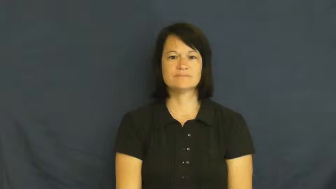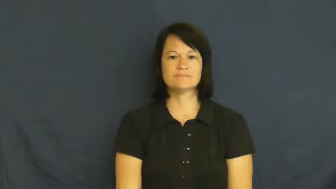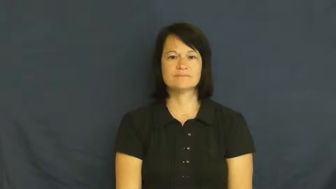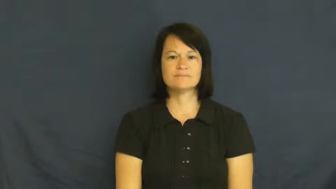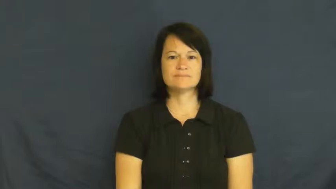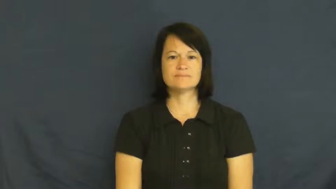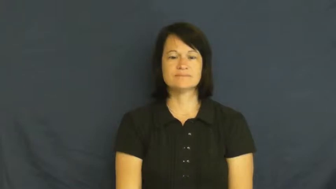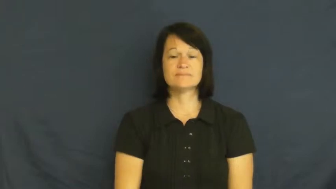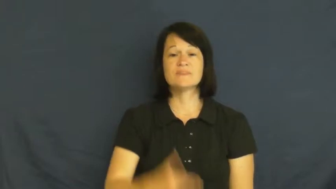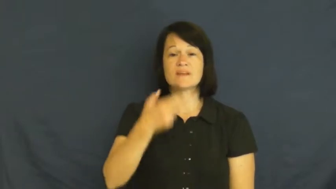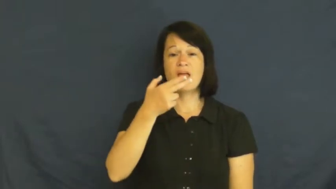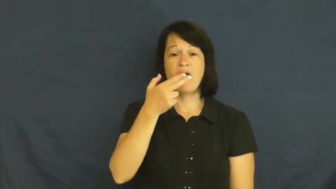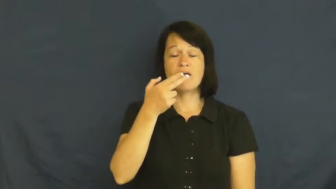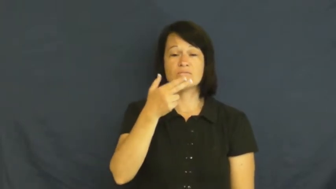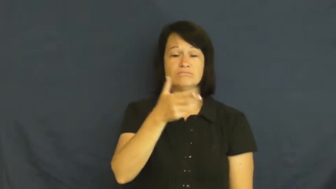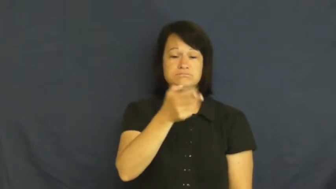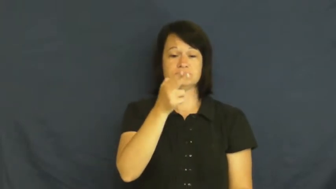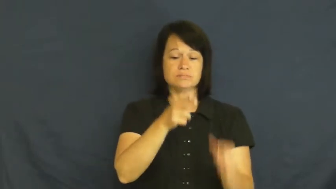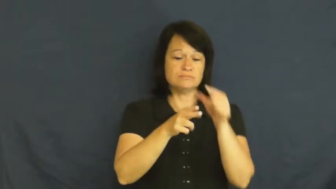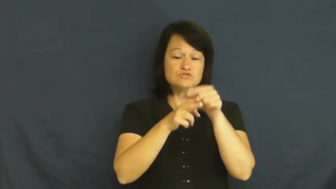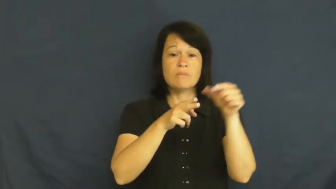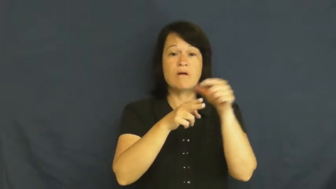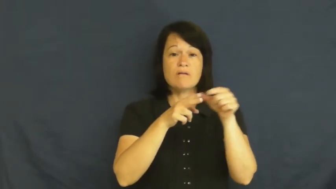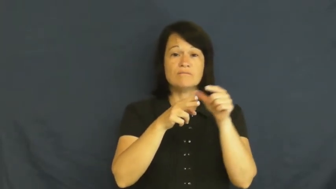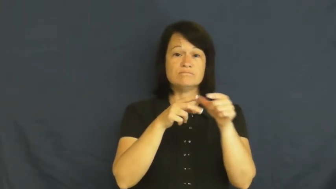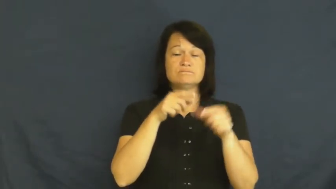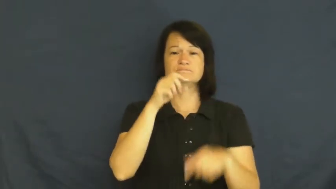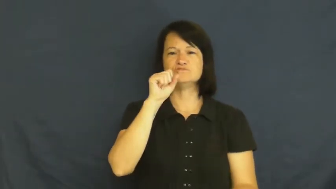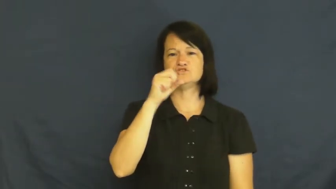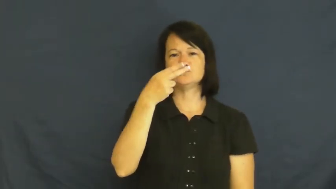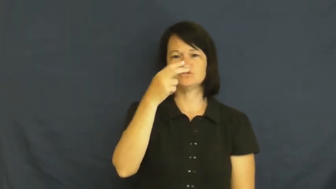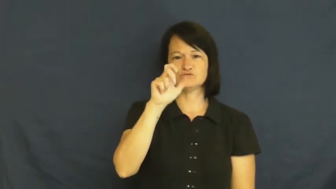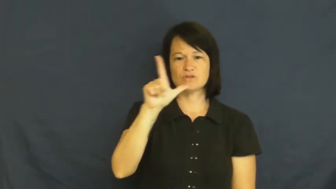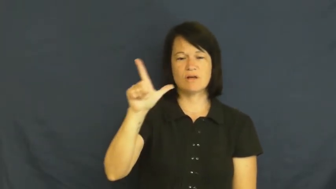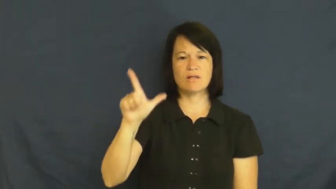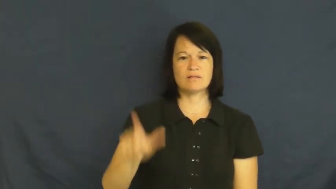shell-gun